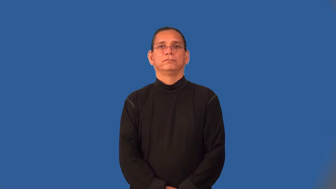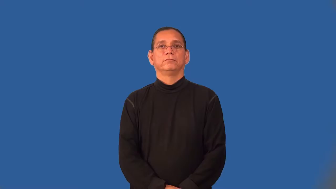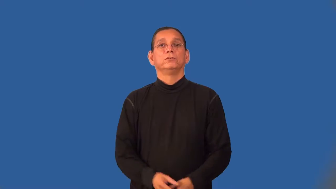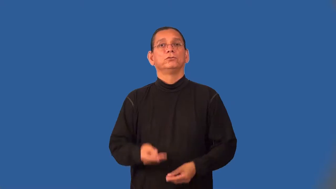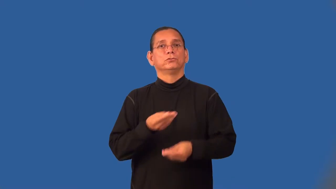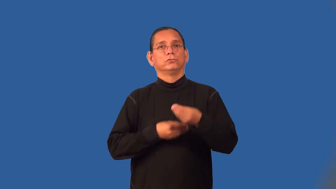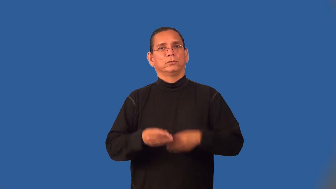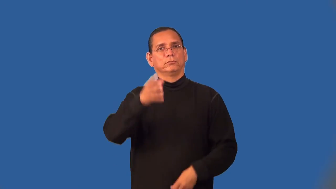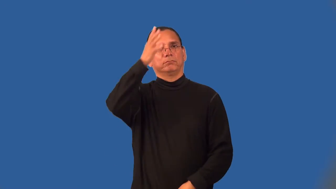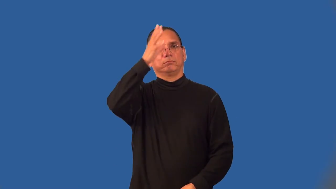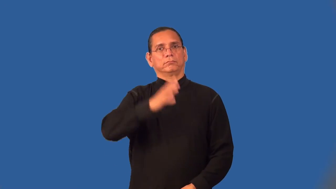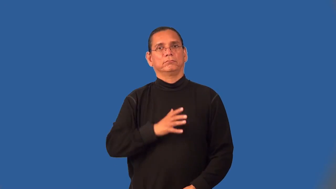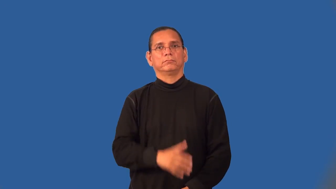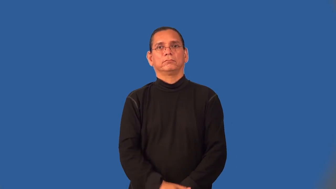tradesman